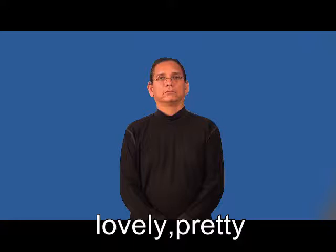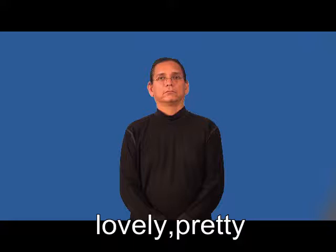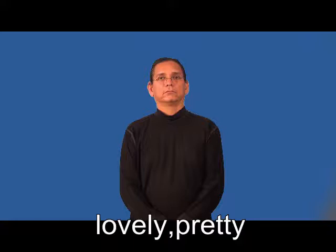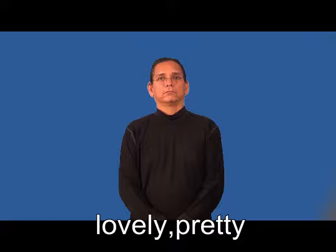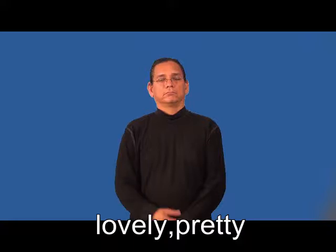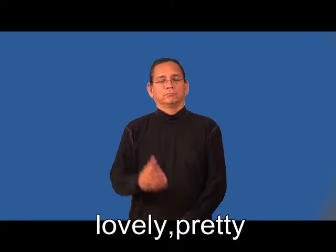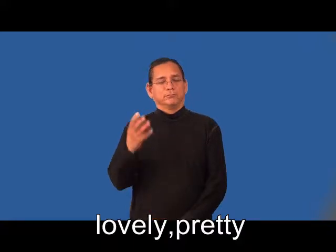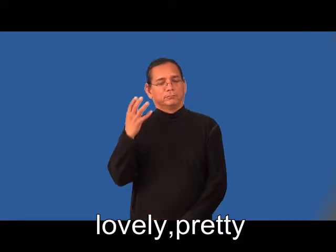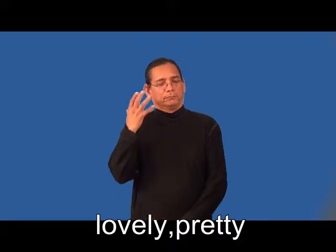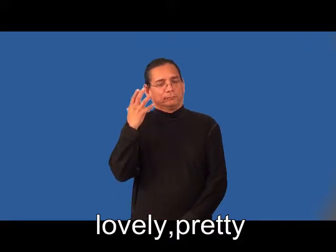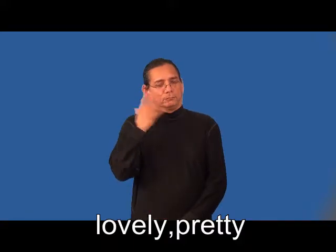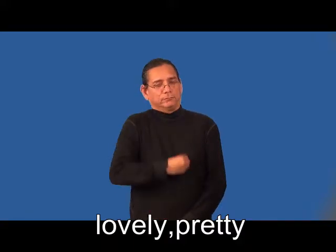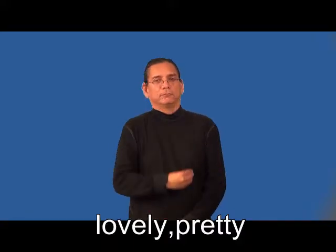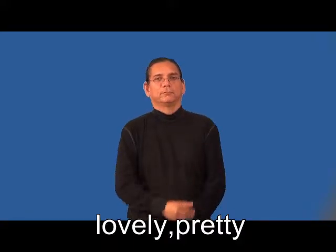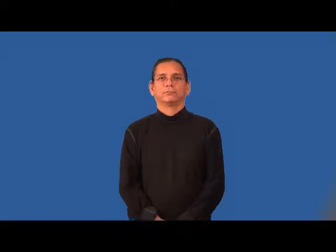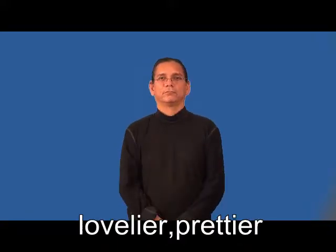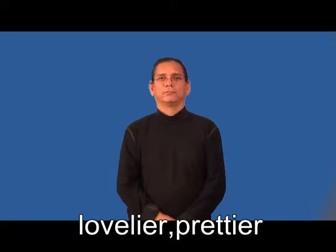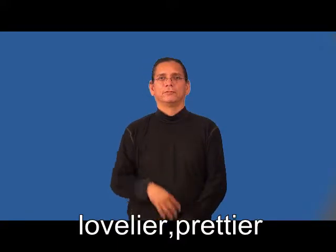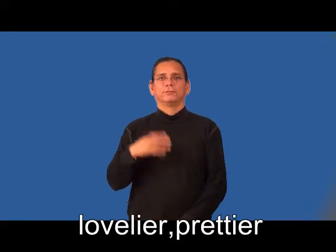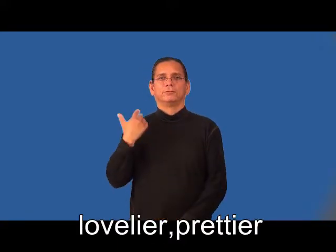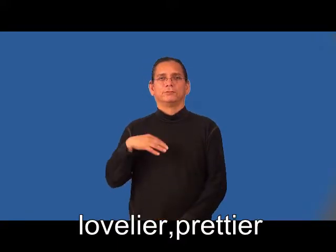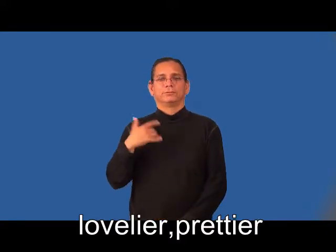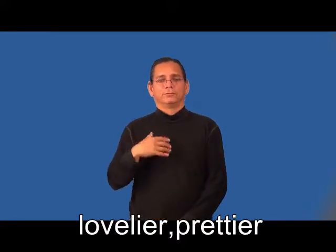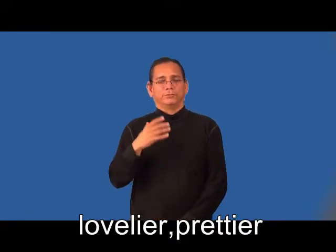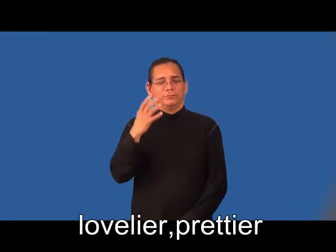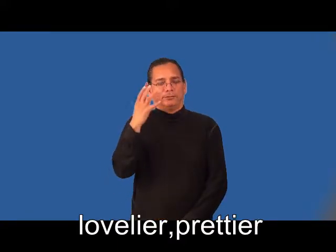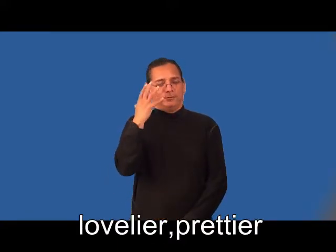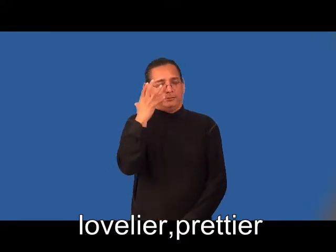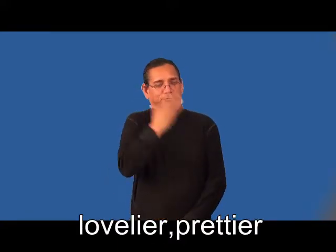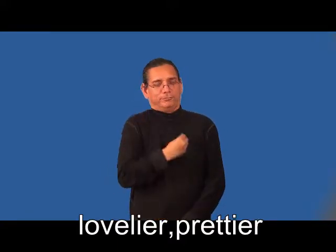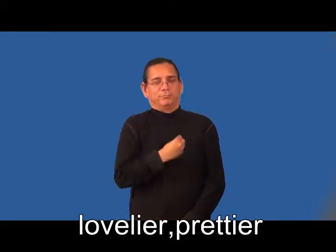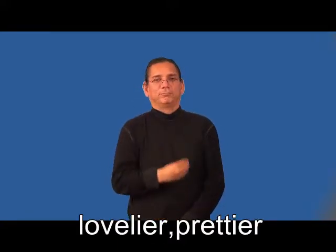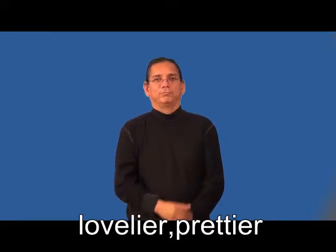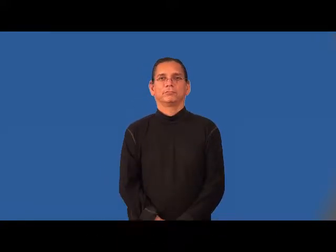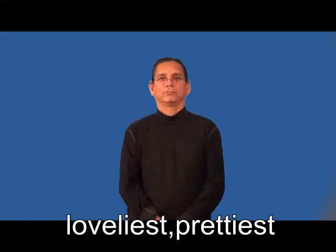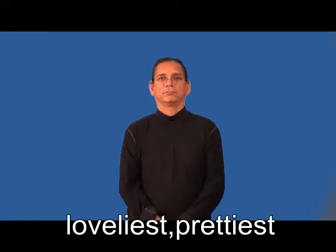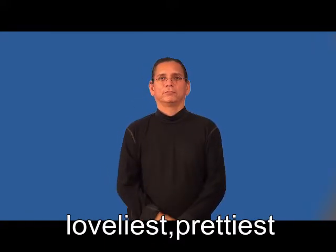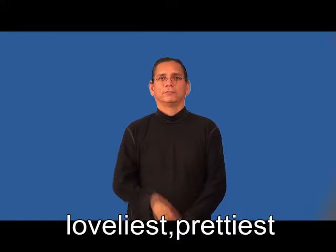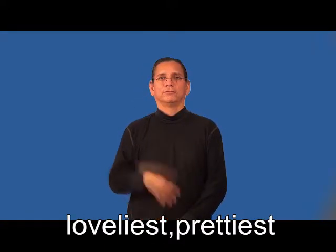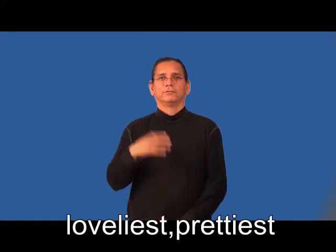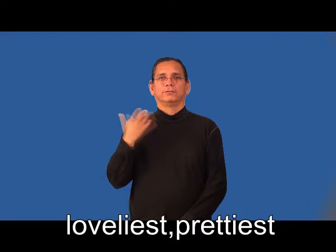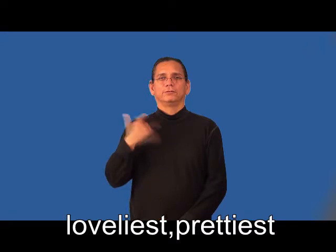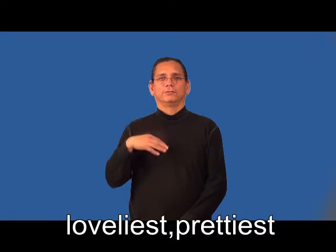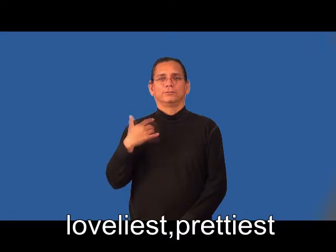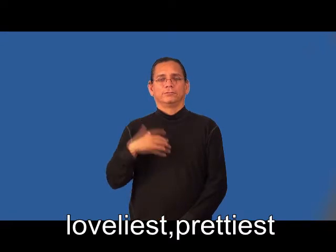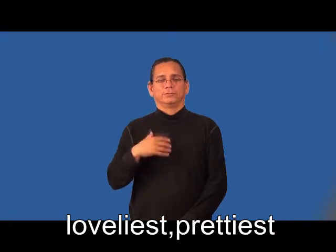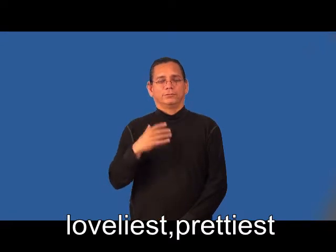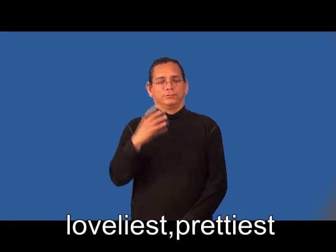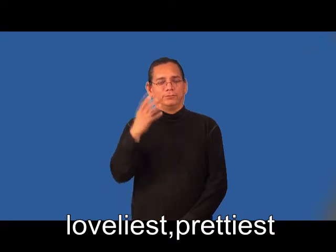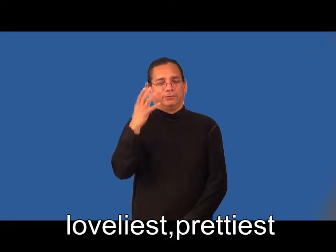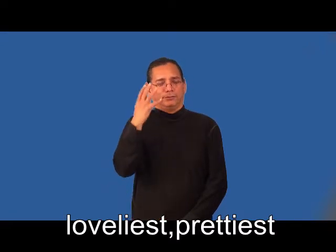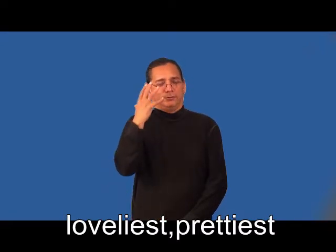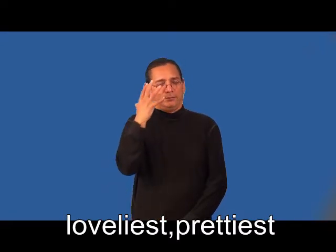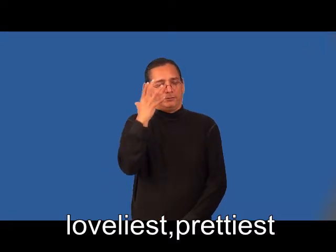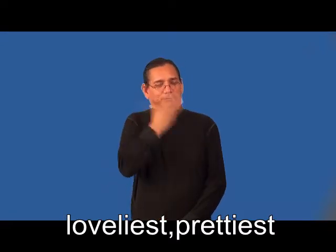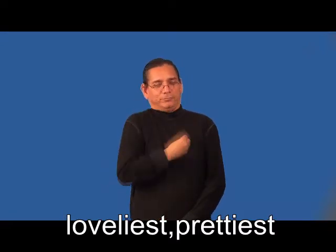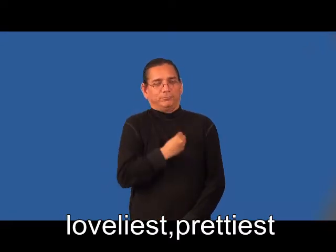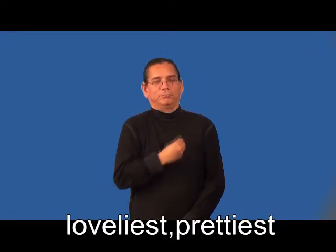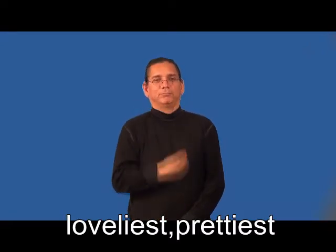lovelier,prettier,loveliest,prettiest